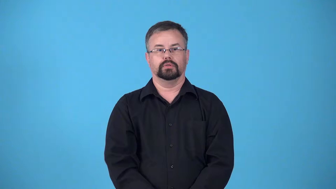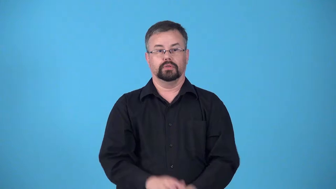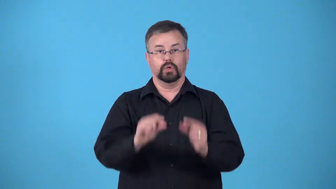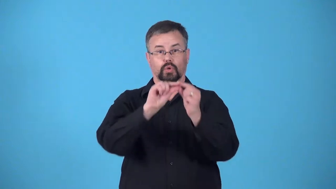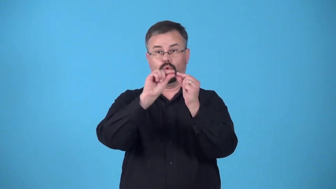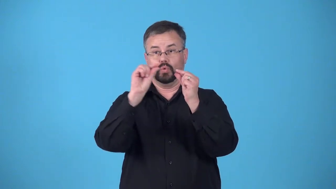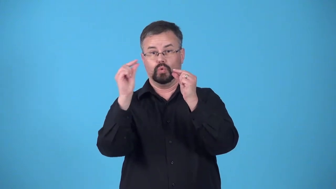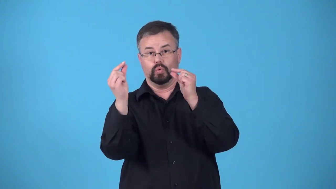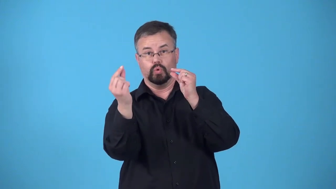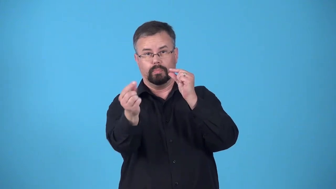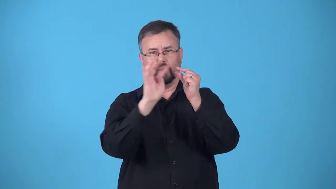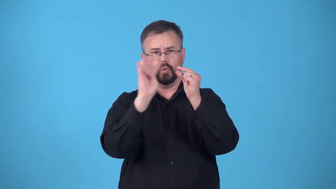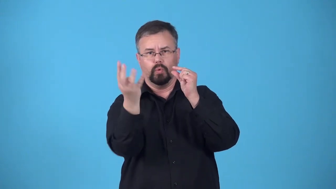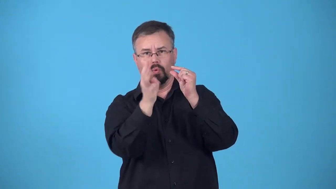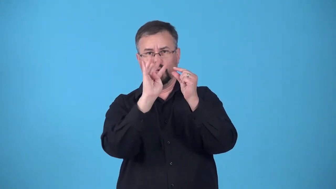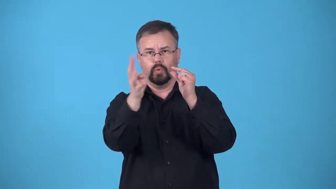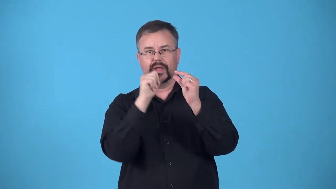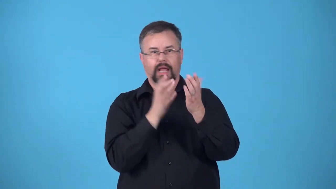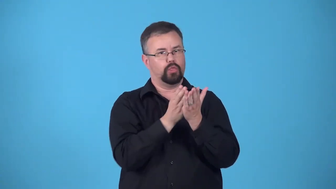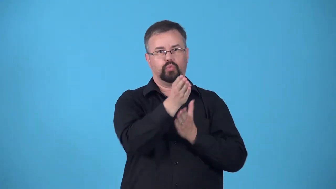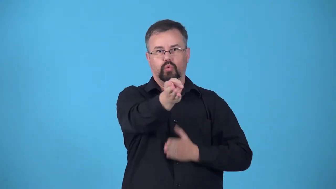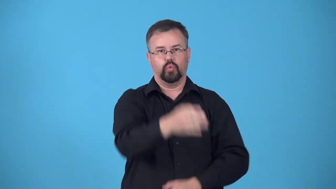bypass-a tube